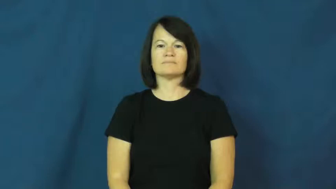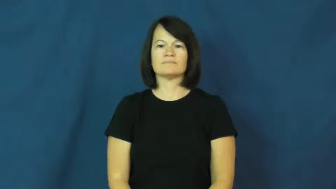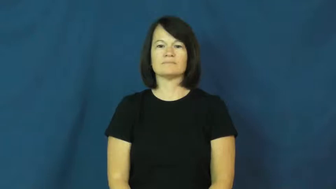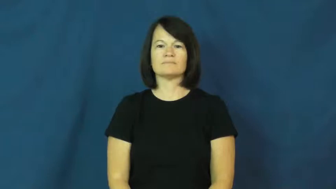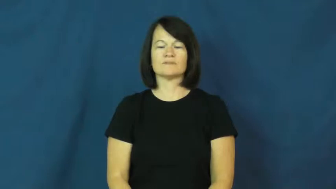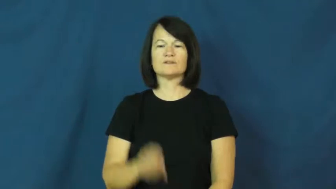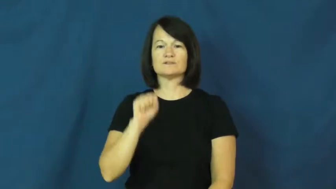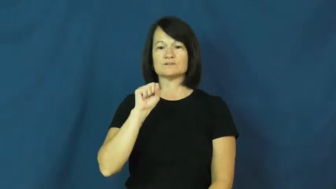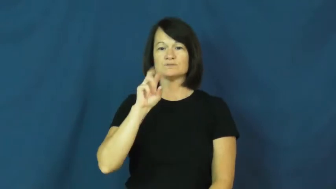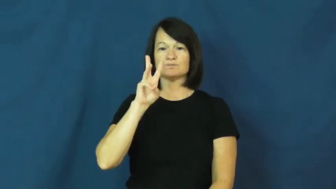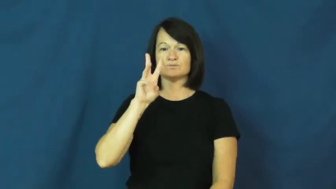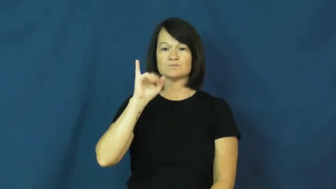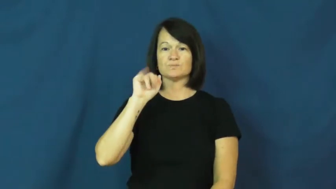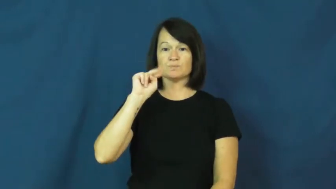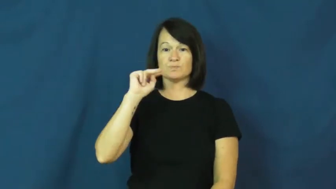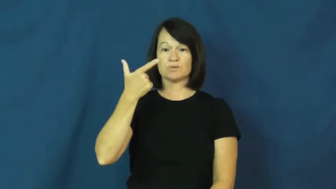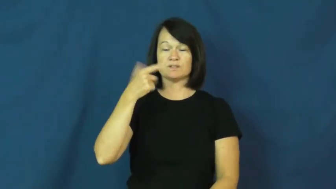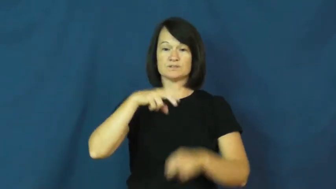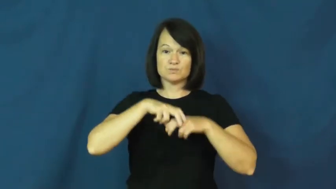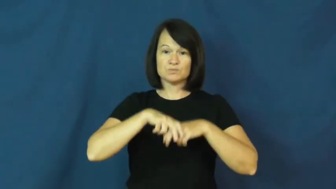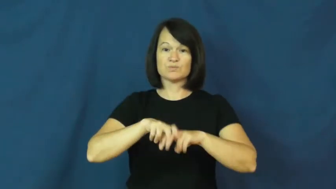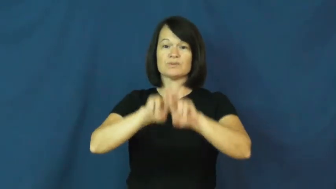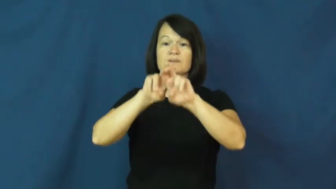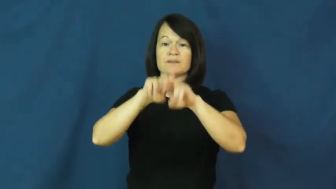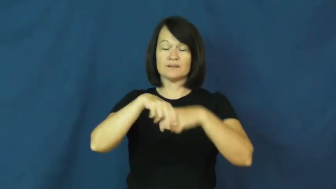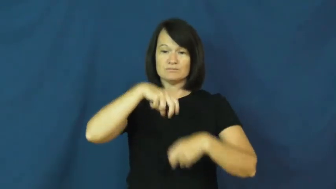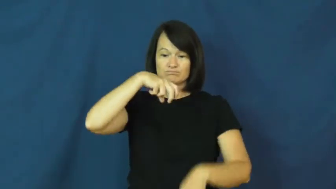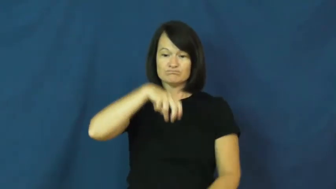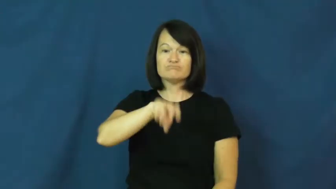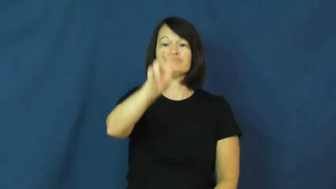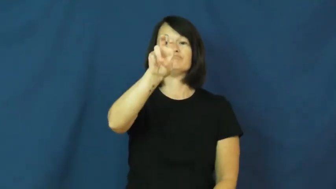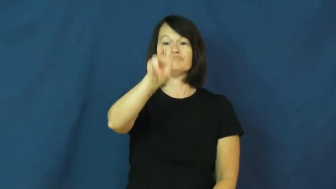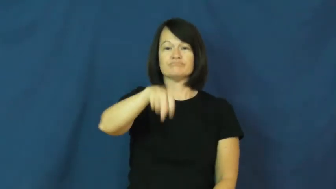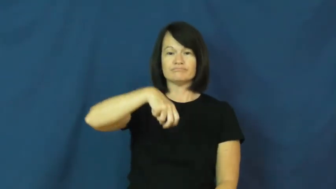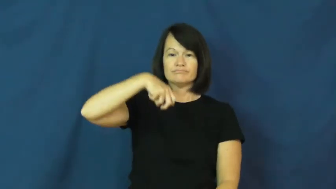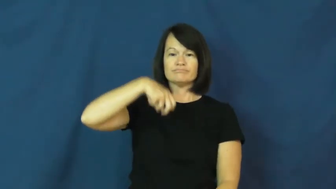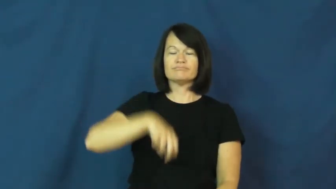swing-back and forth